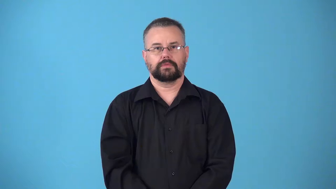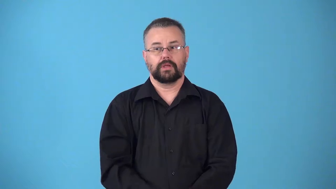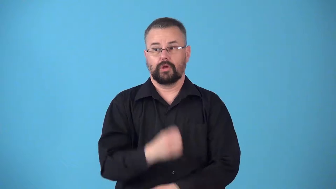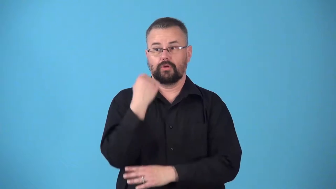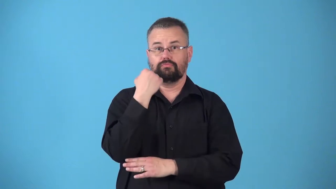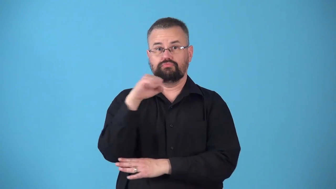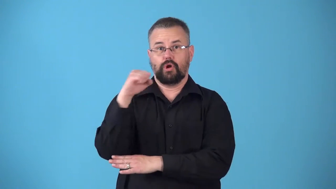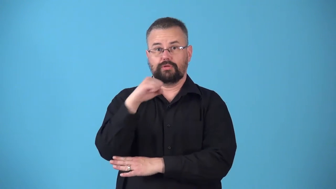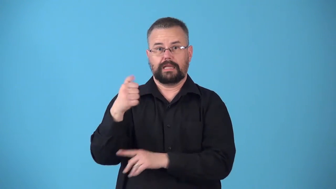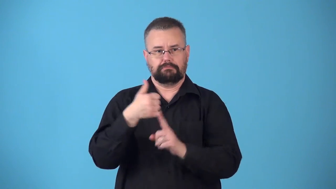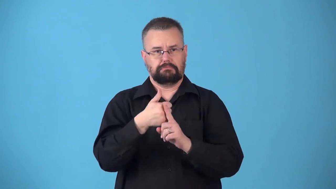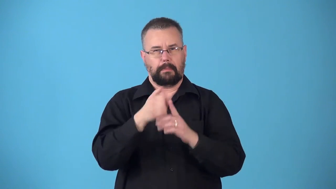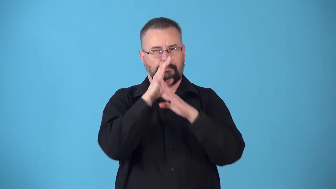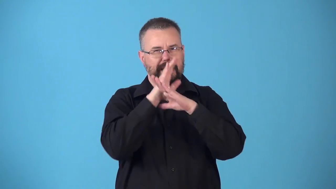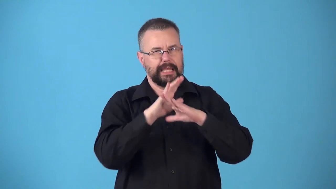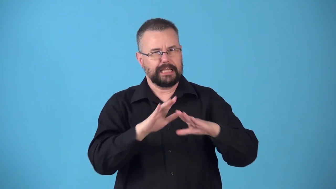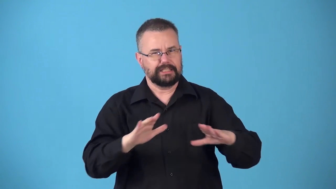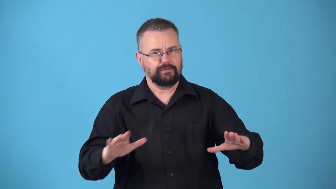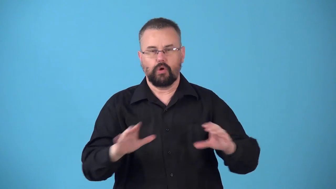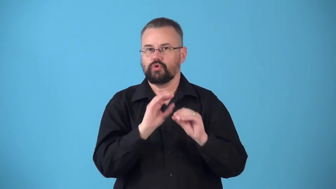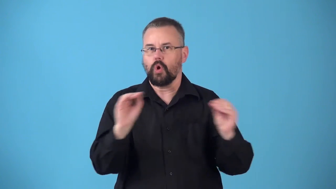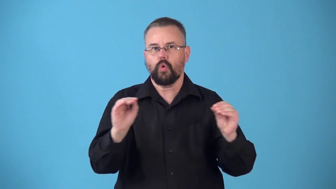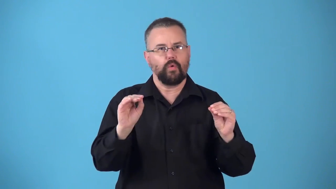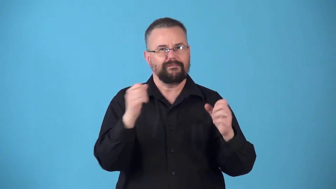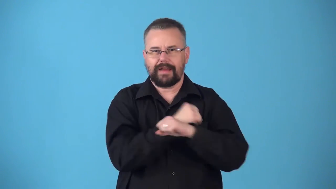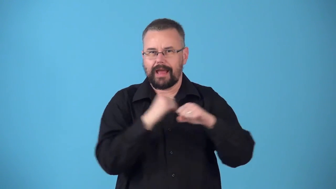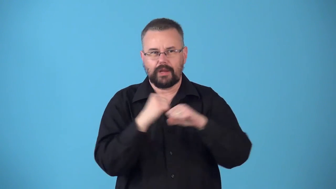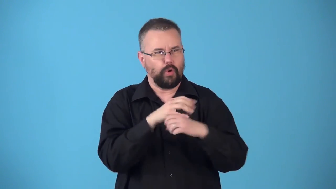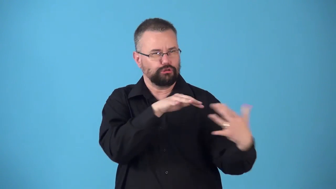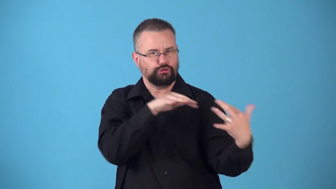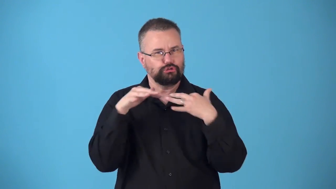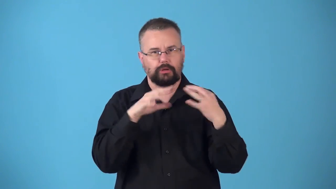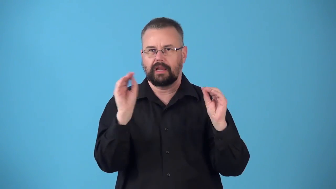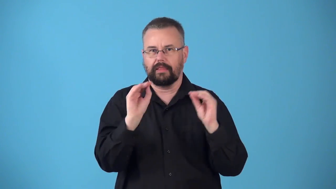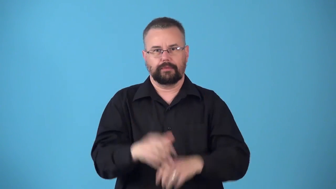nonmilitant